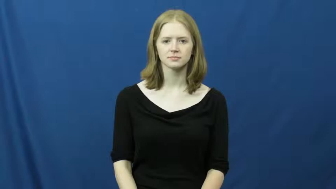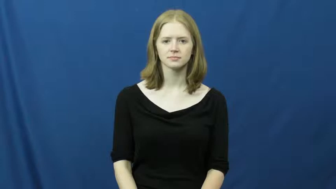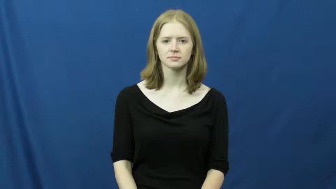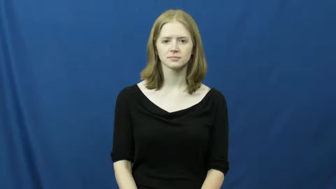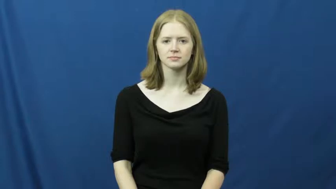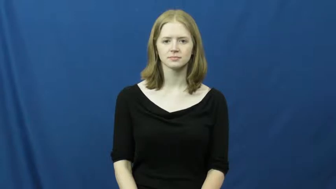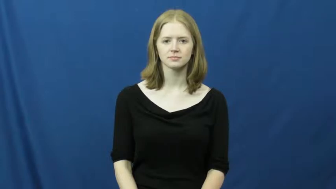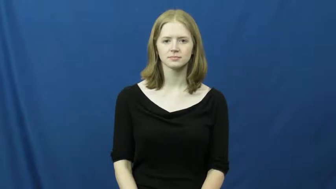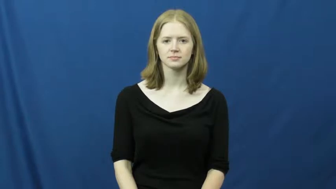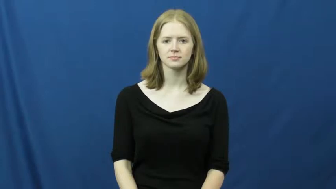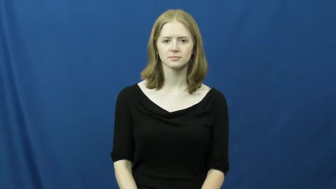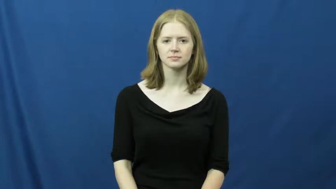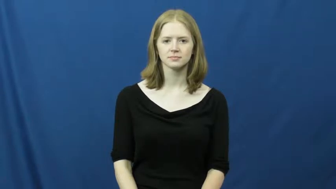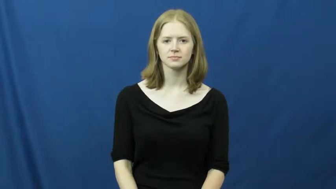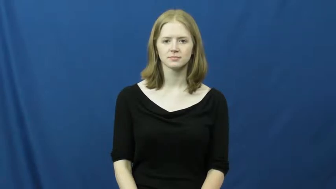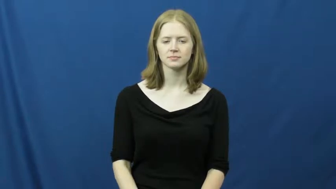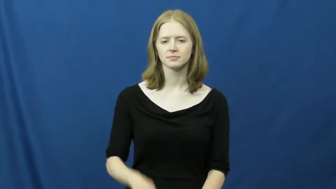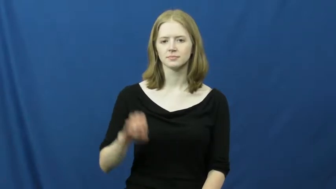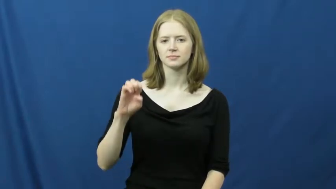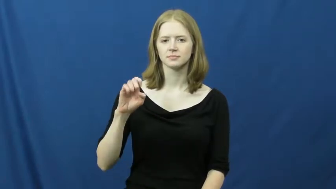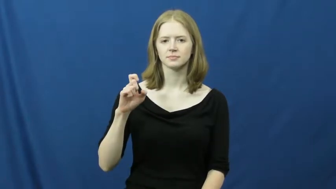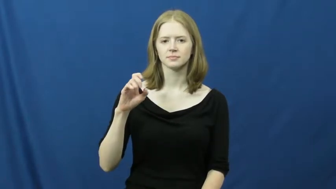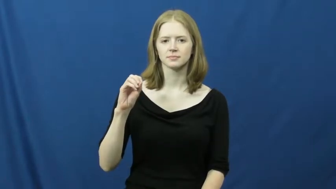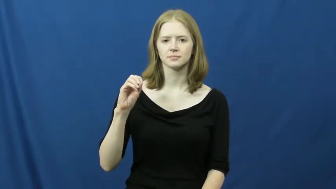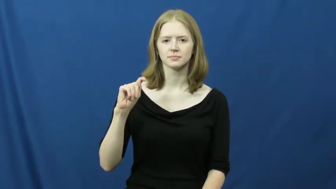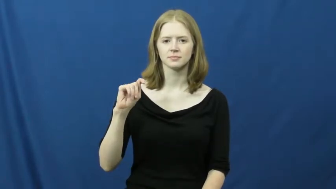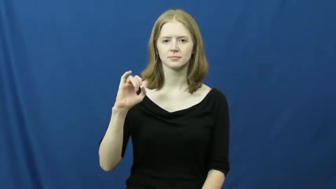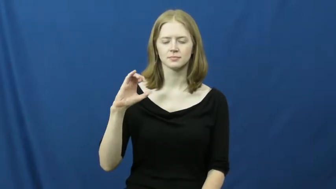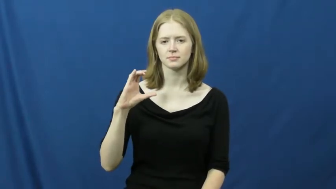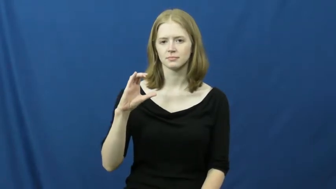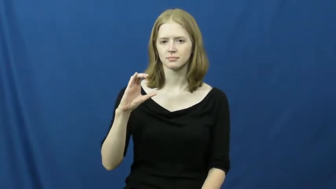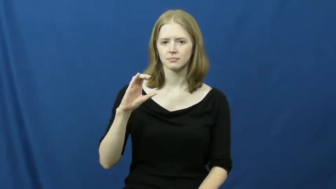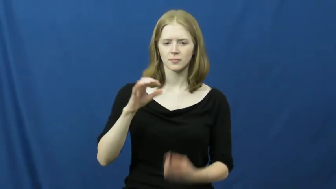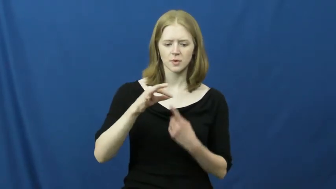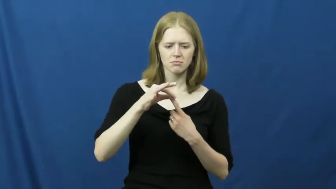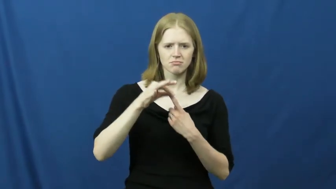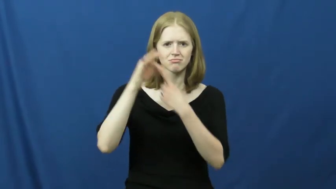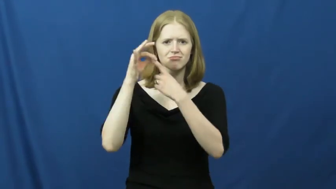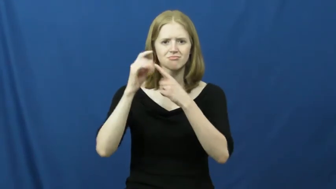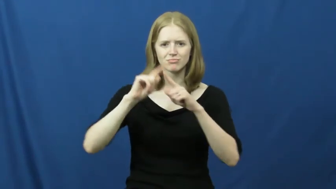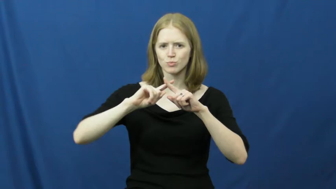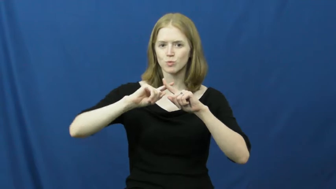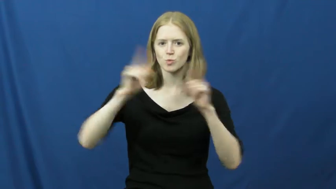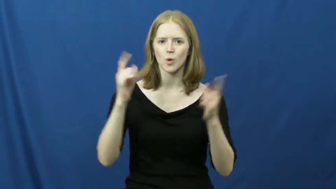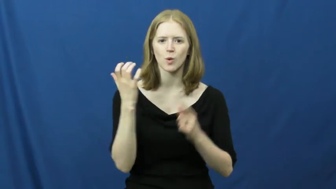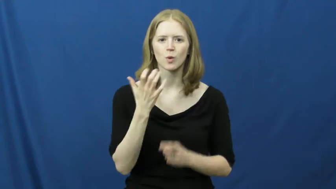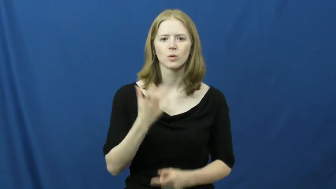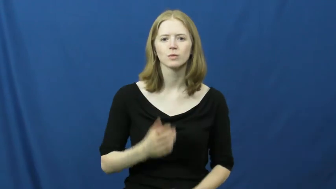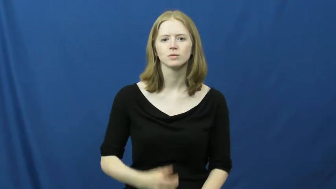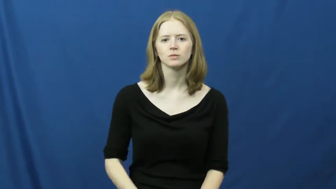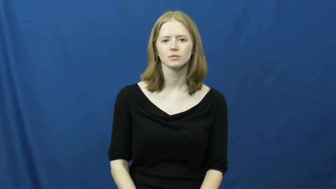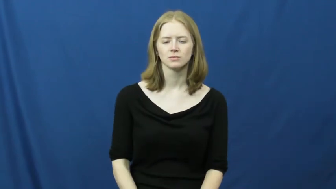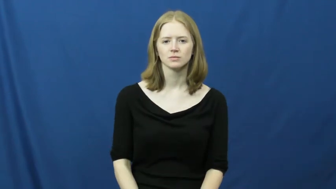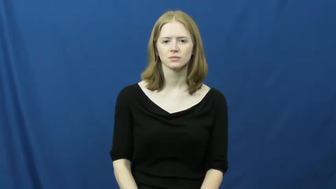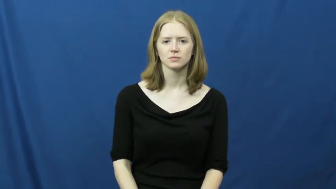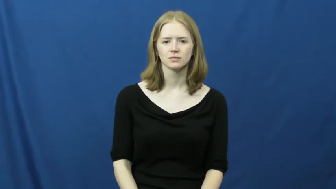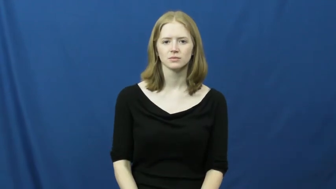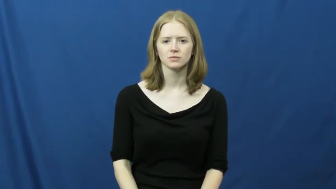exotic